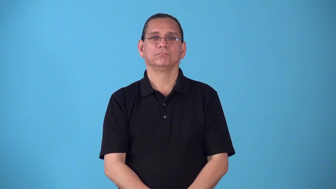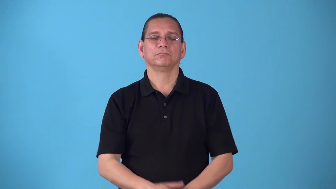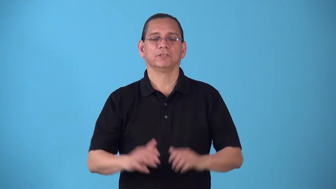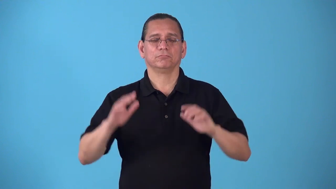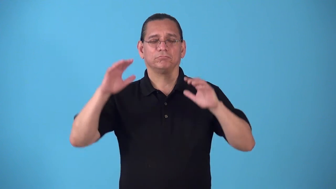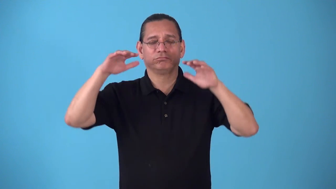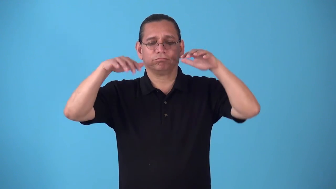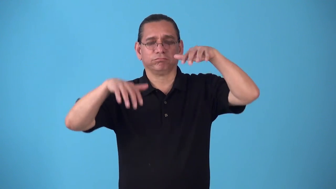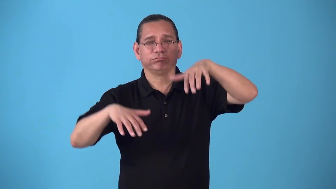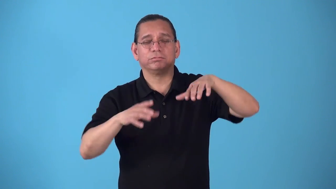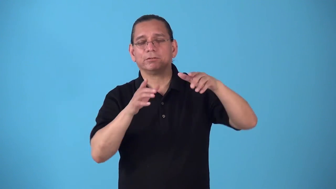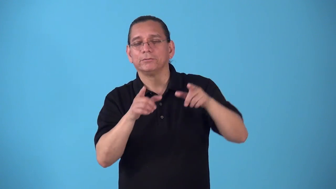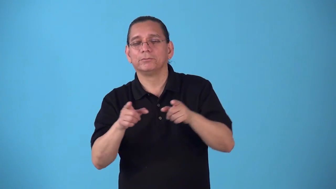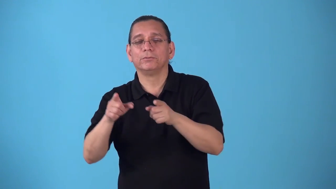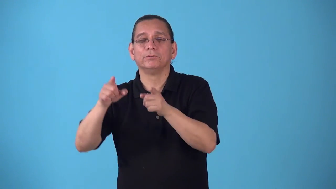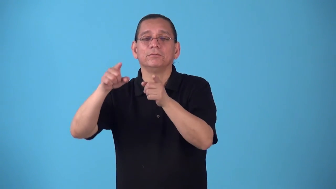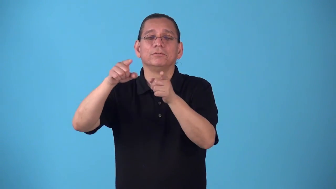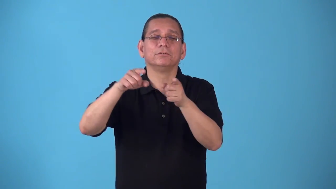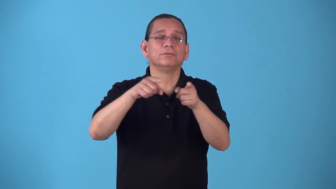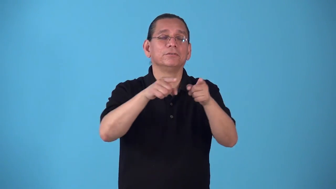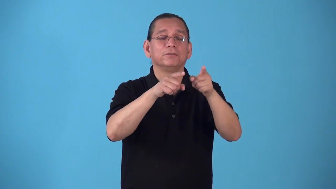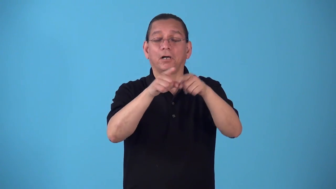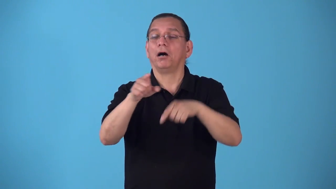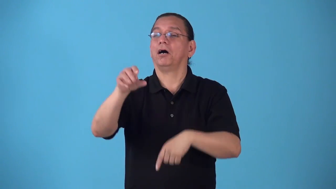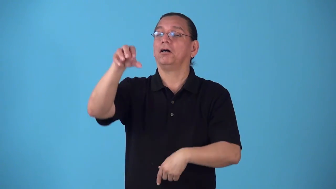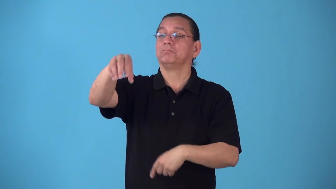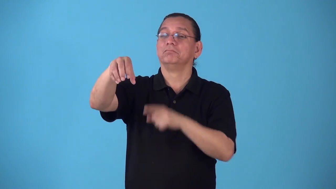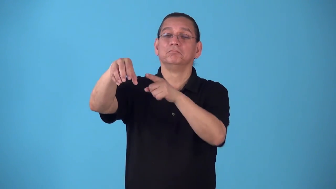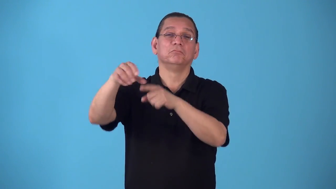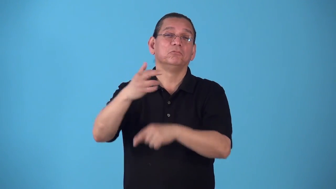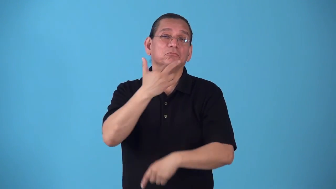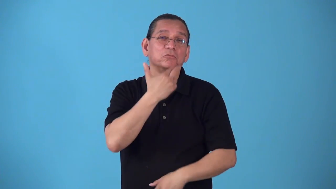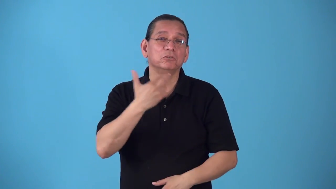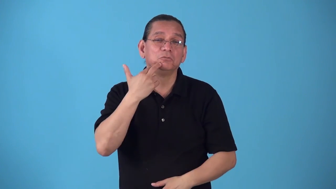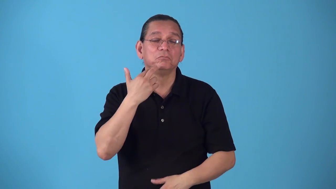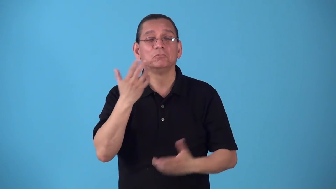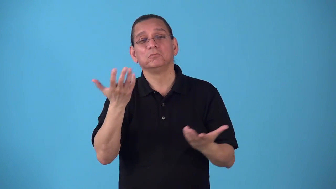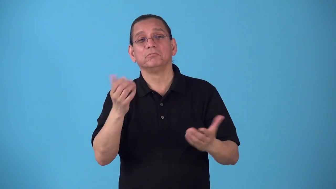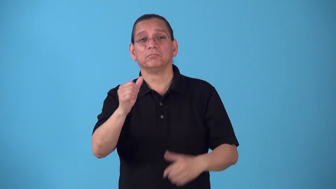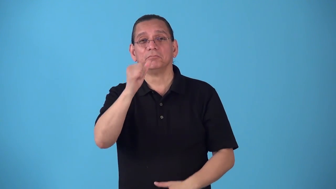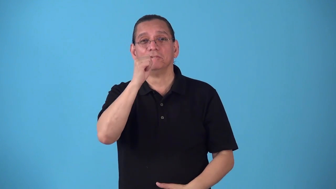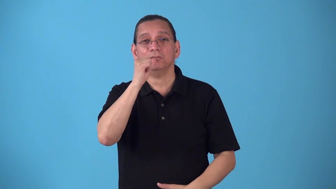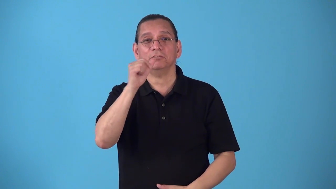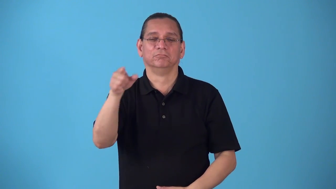roadhouse